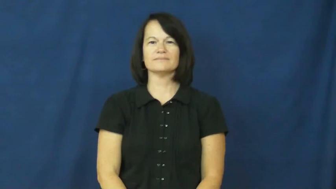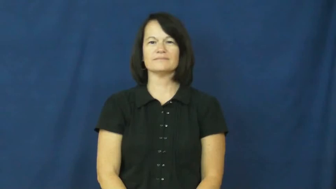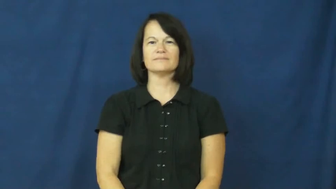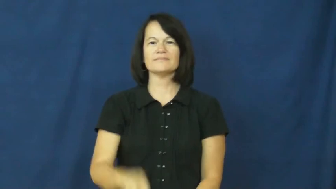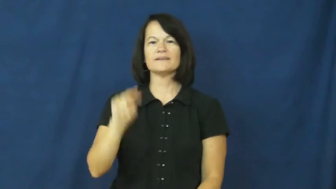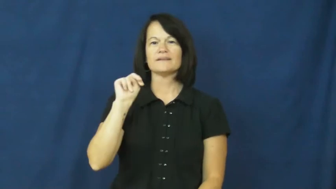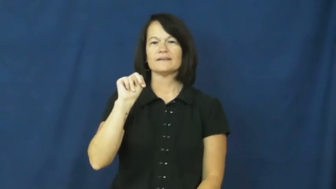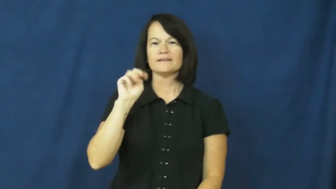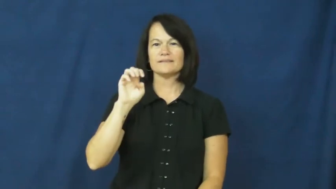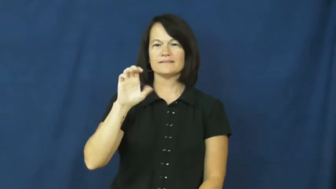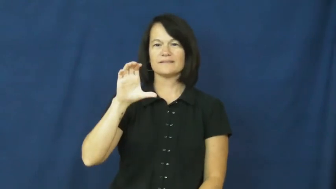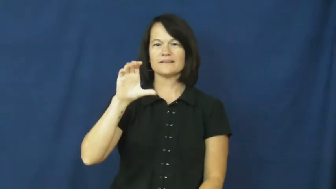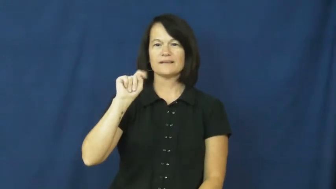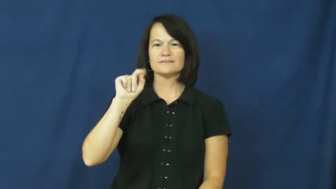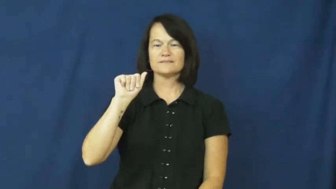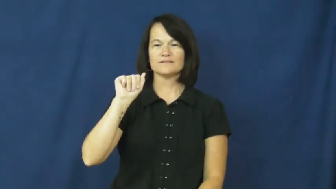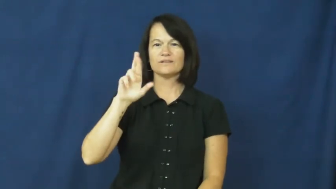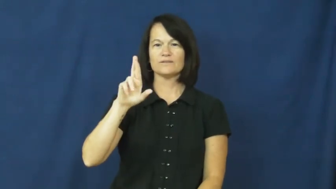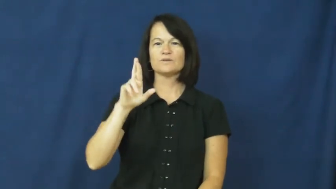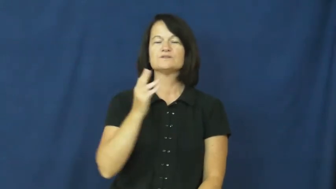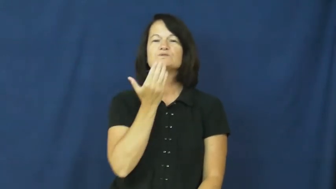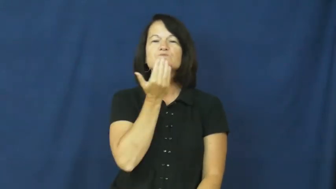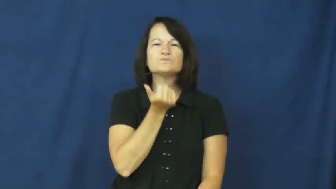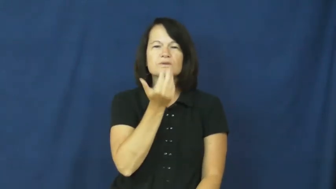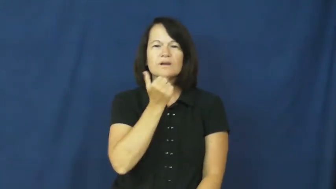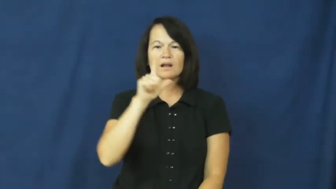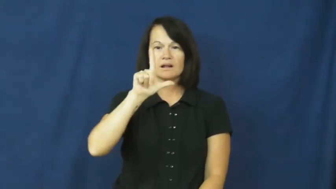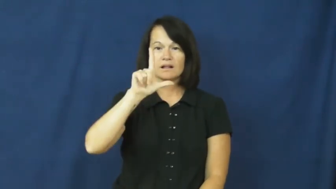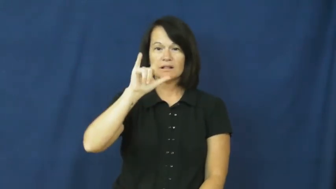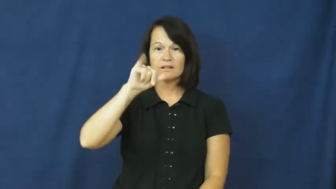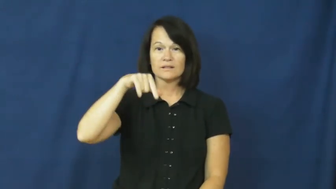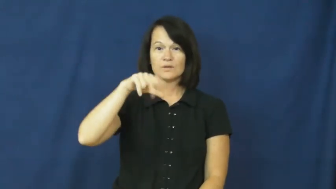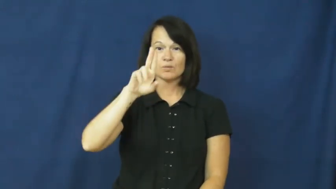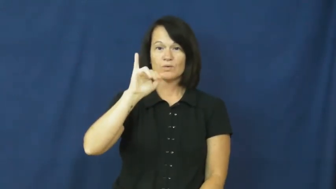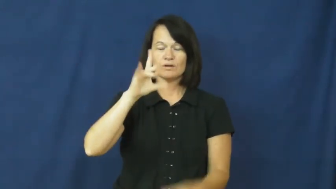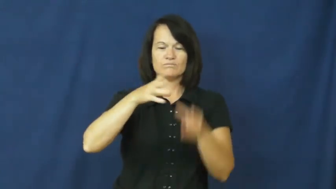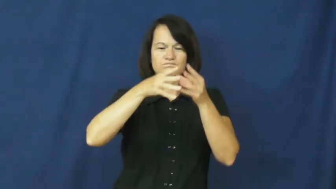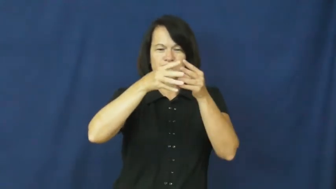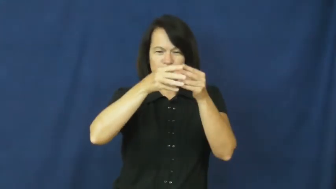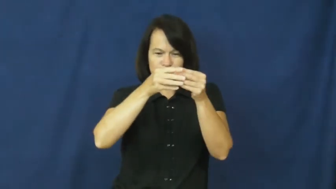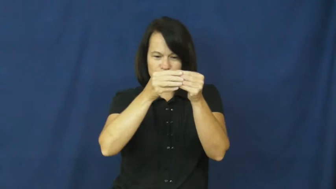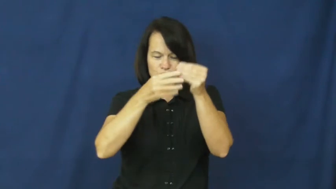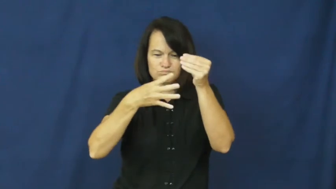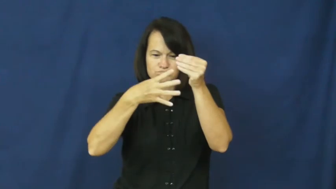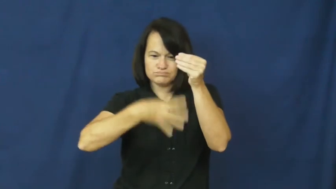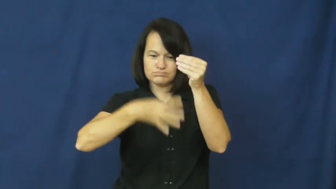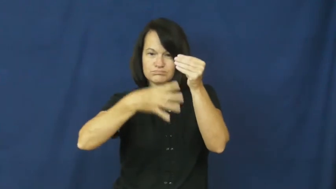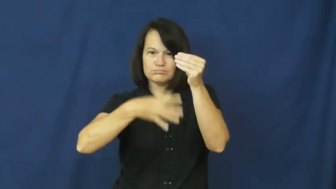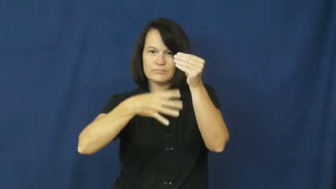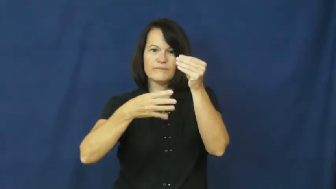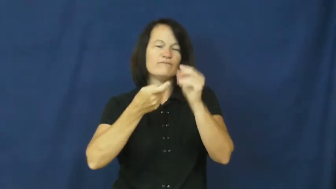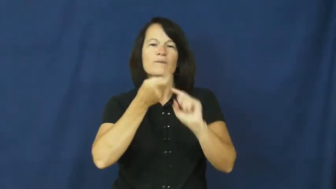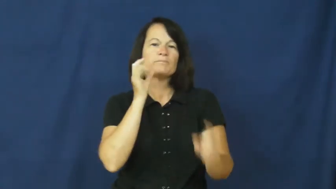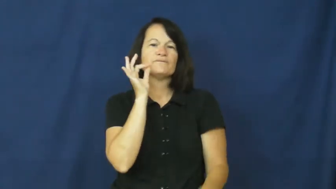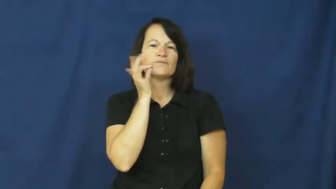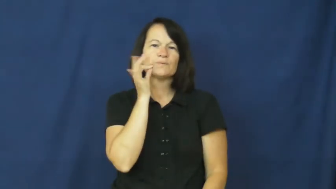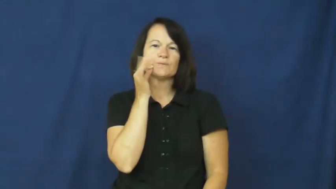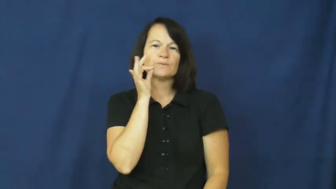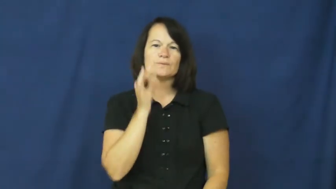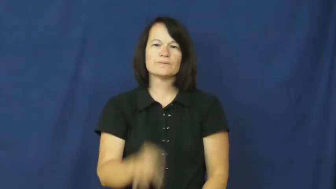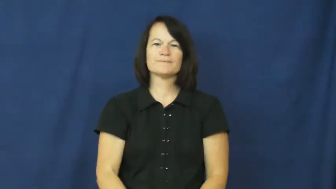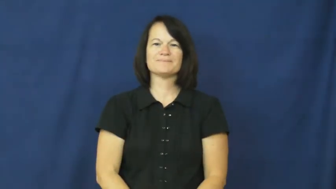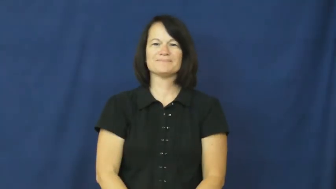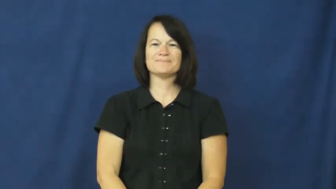nectar